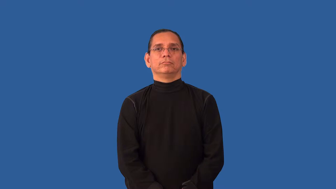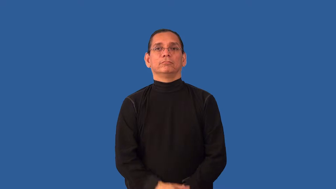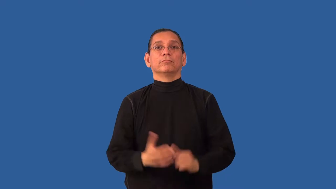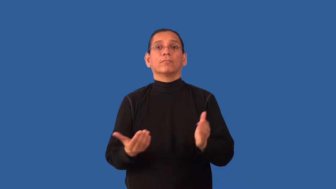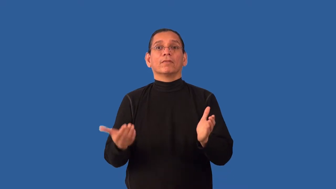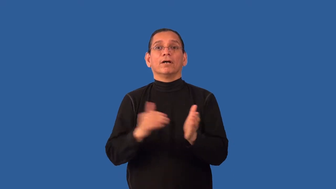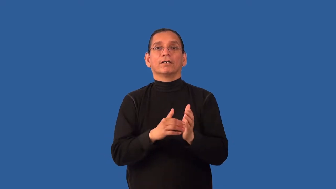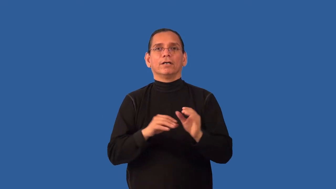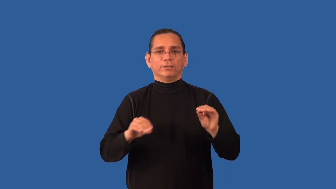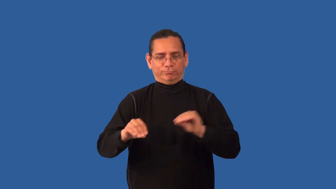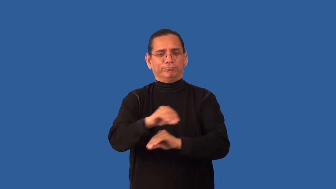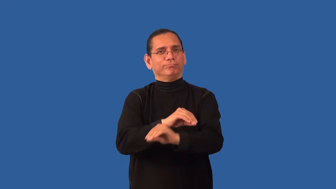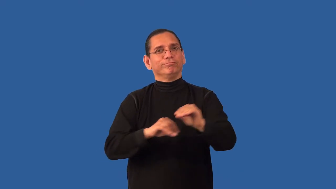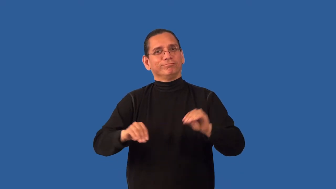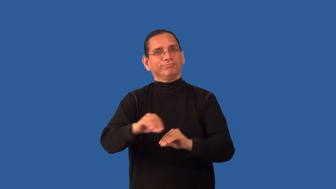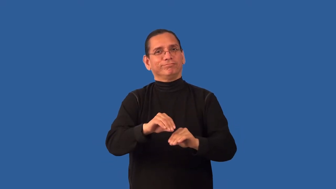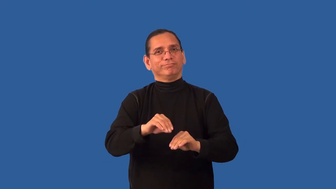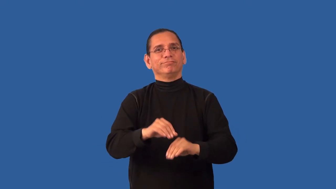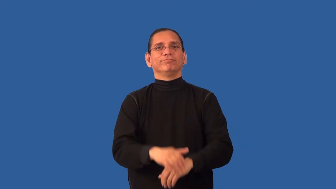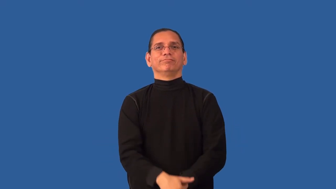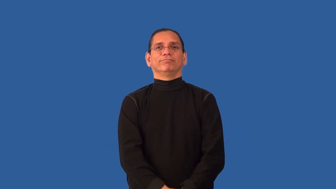reshuffle-move